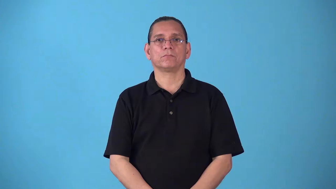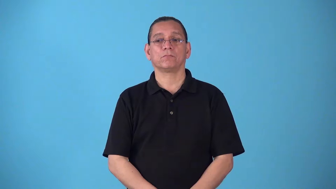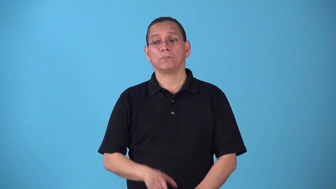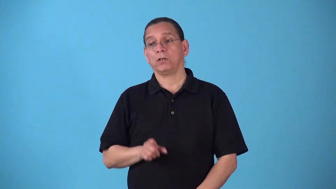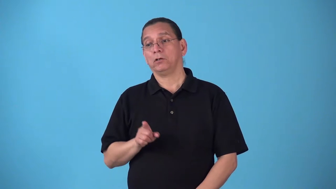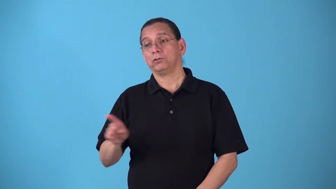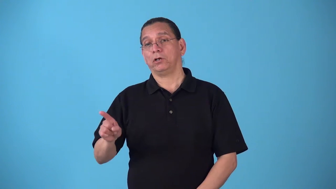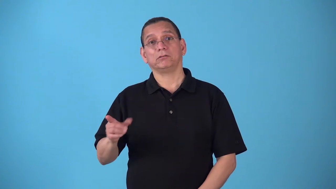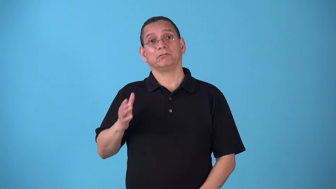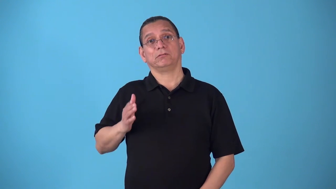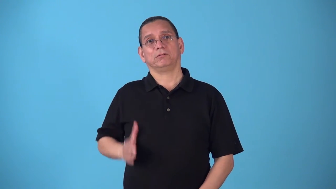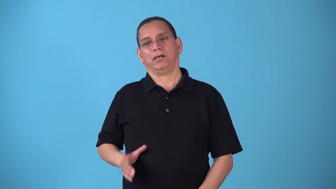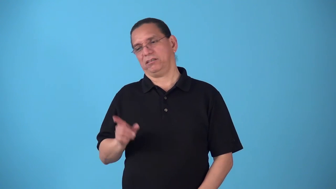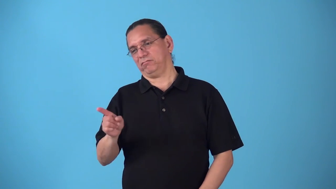sidelong-to one side